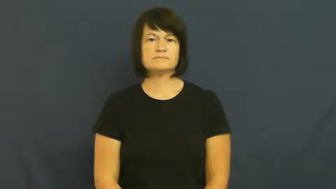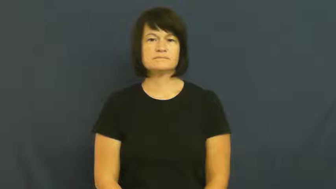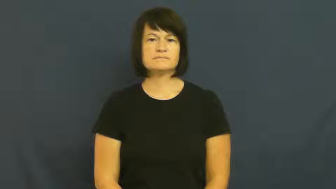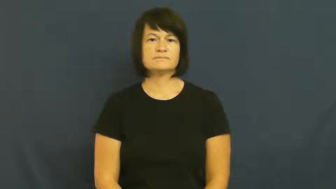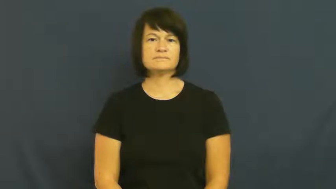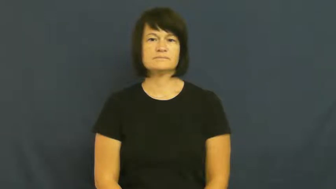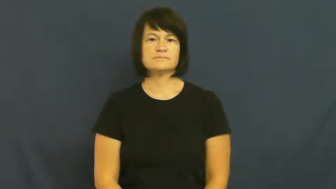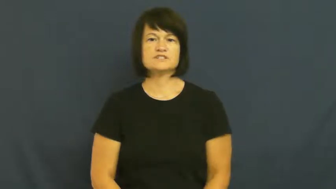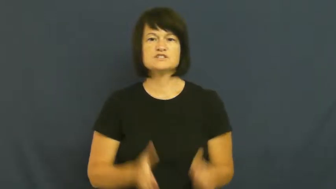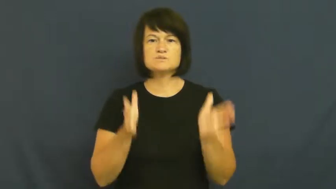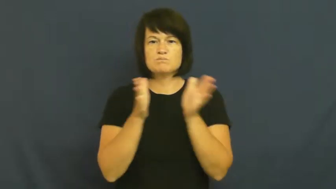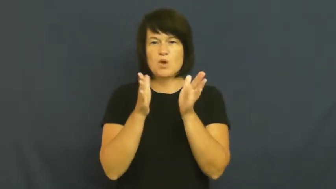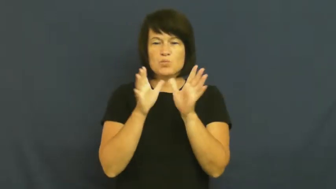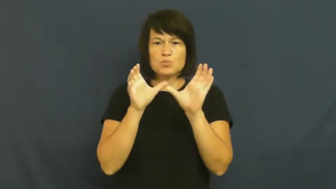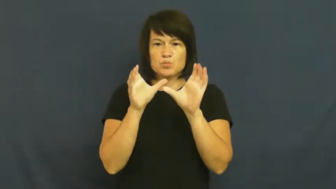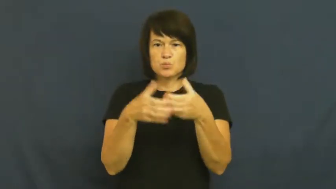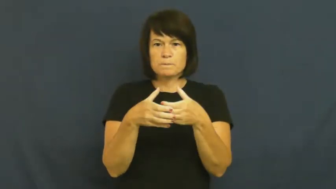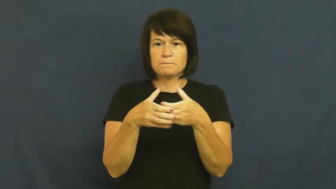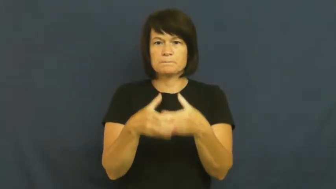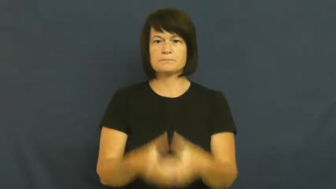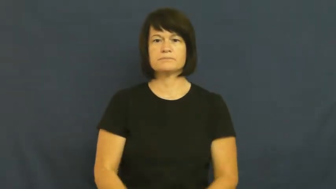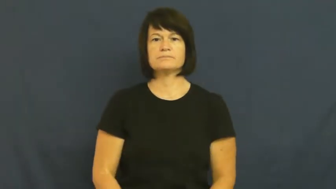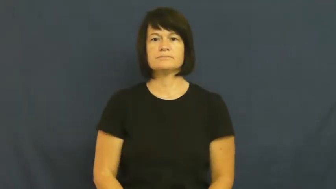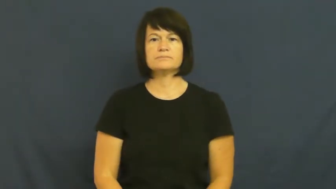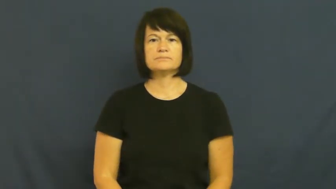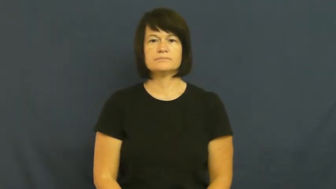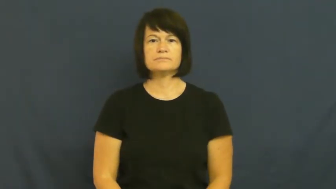pocket-small group